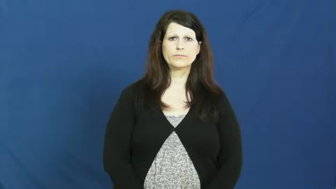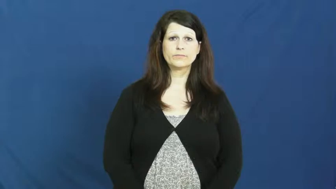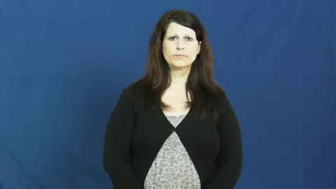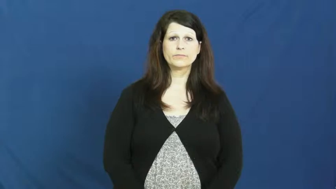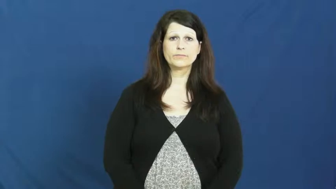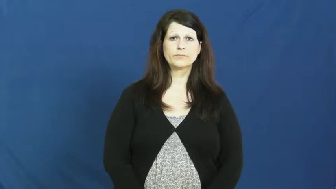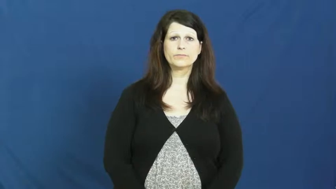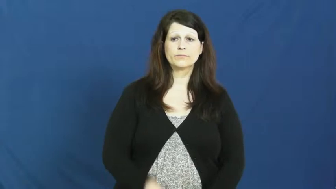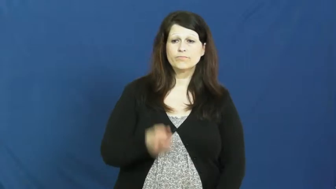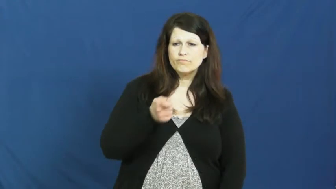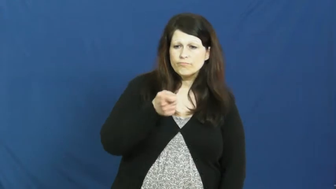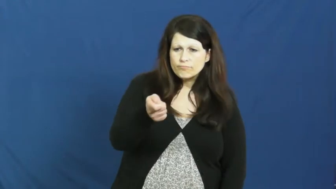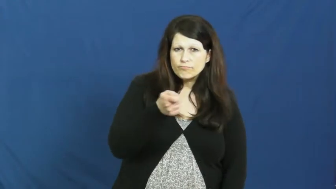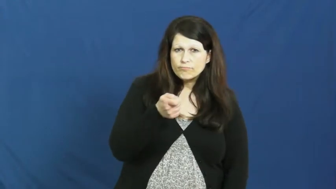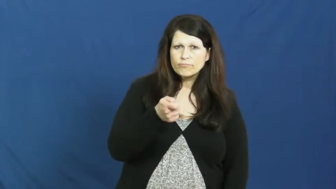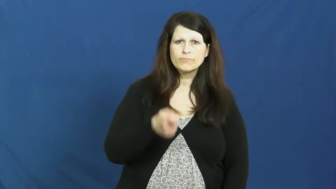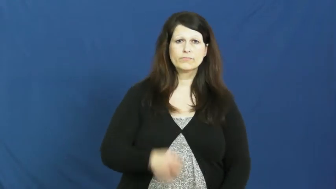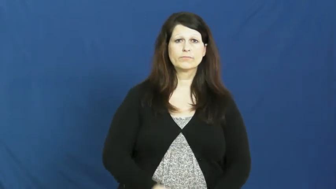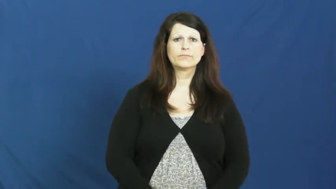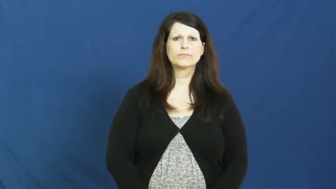jab,jab at,poke,poke at,prod